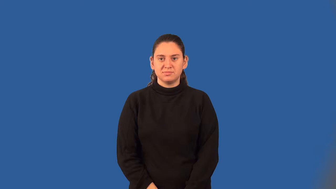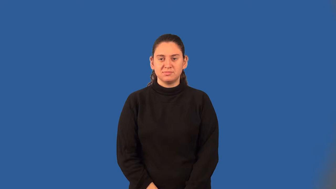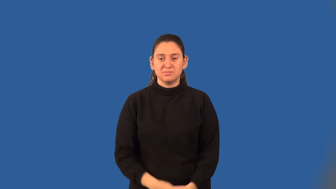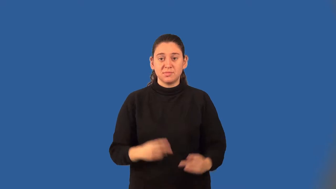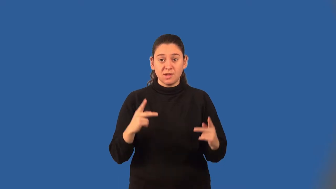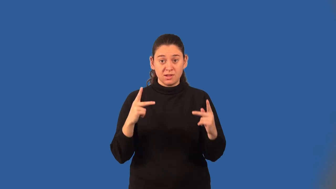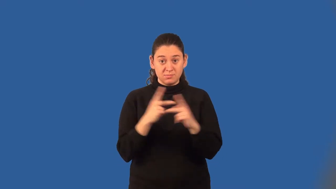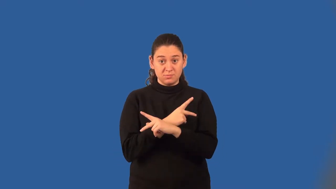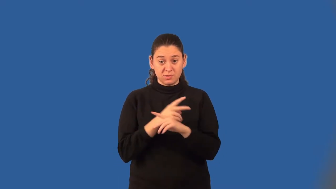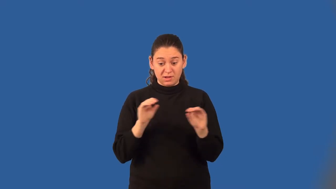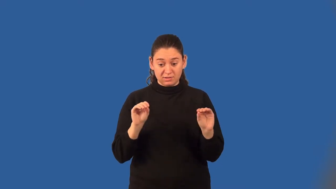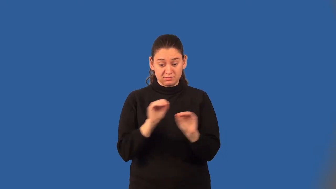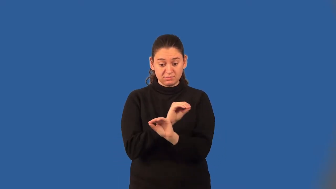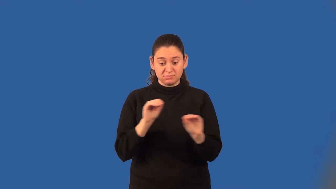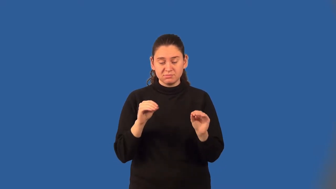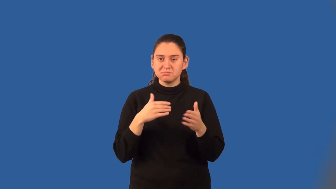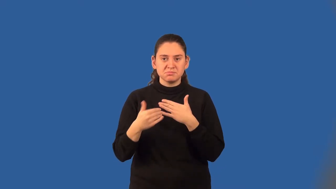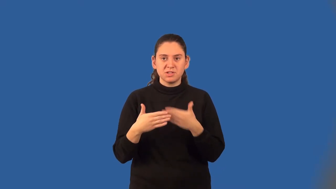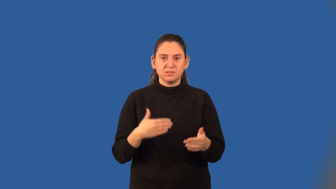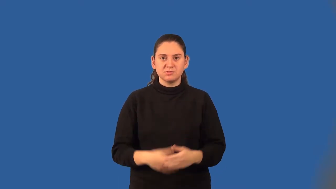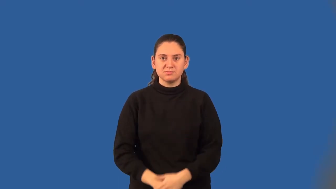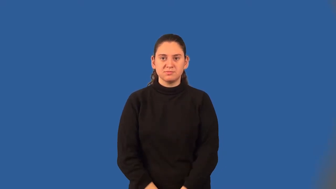commutative property of multiplication